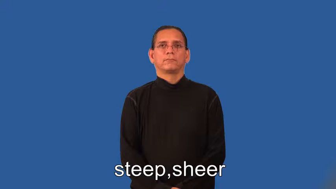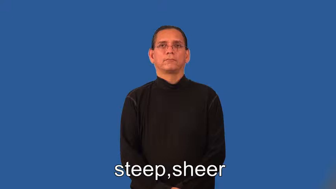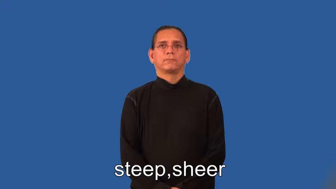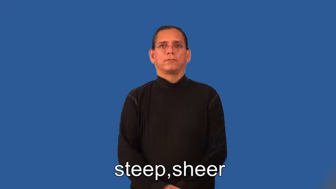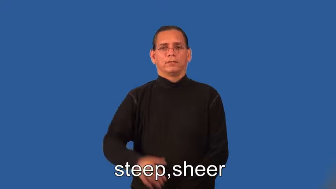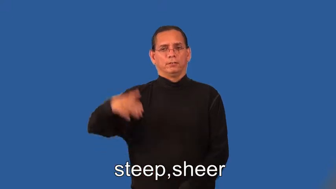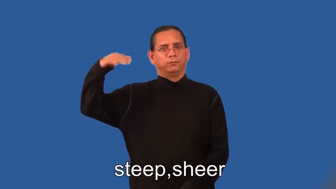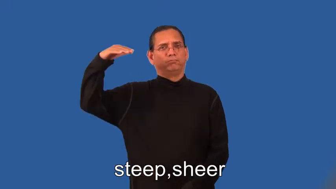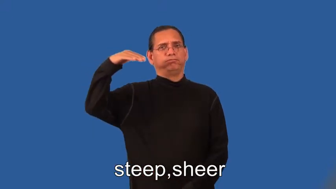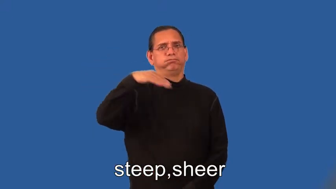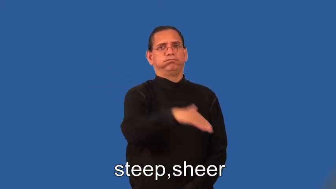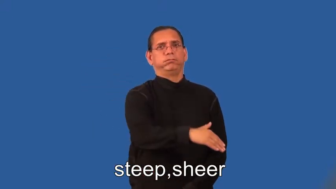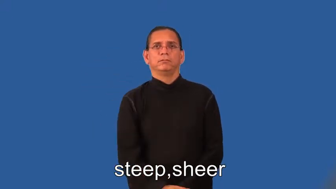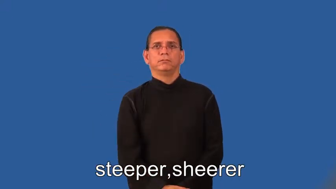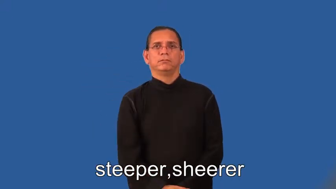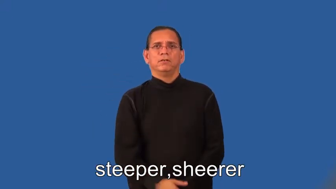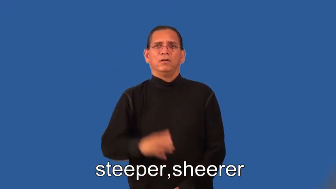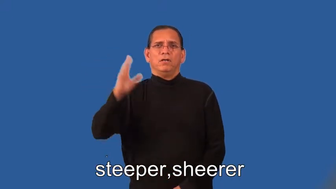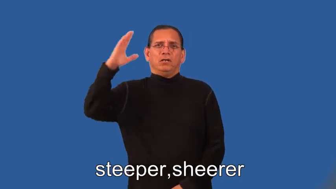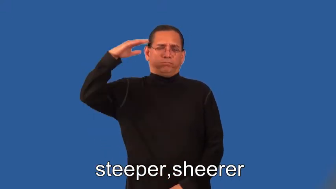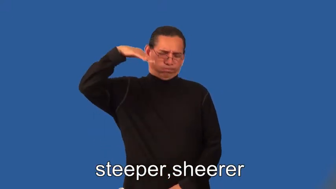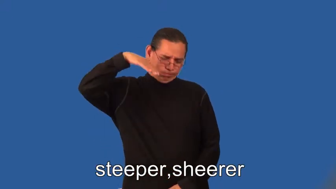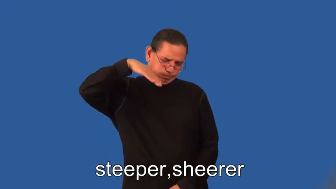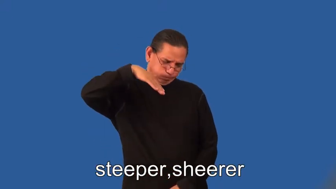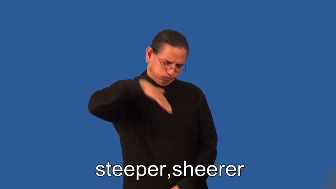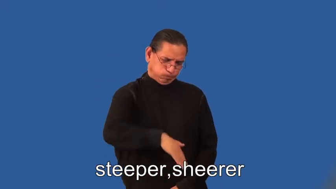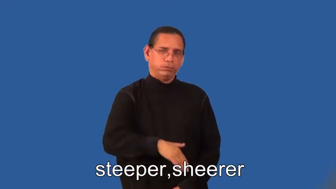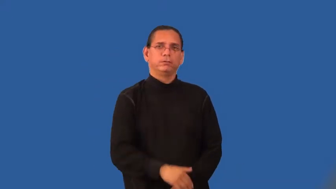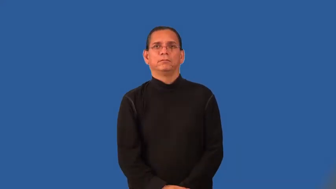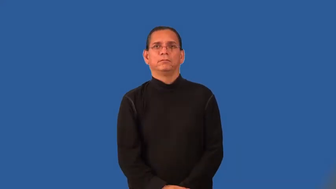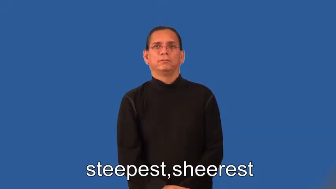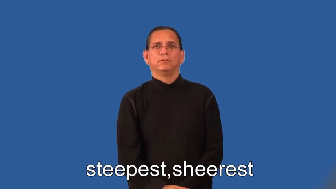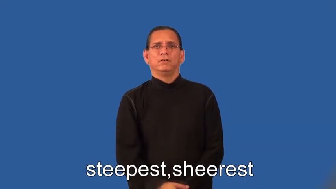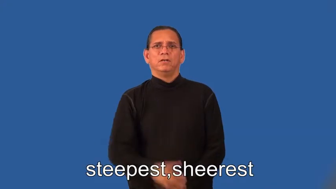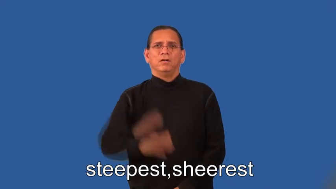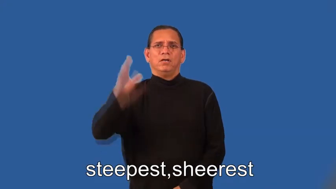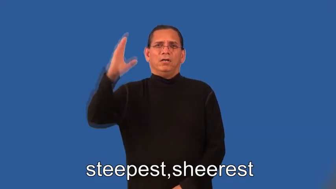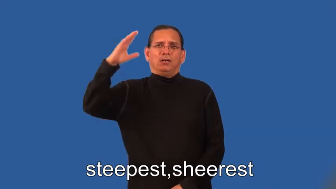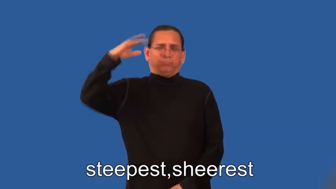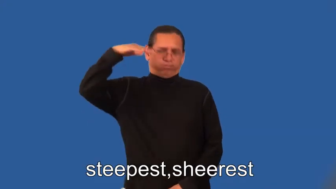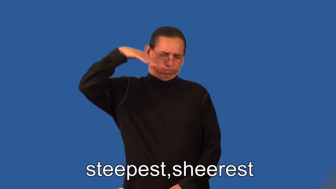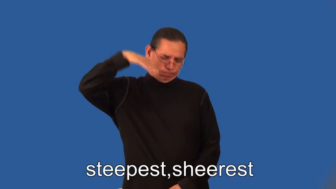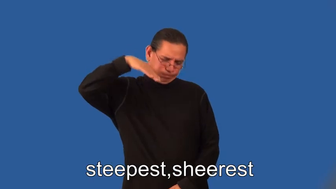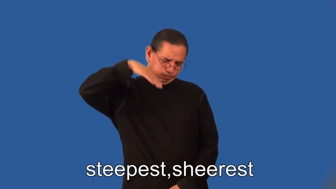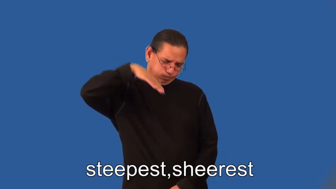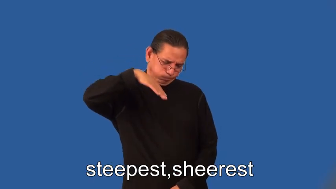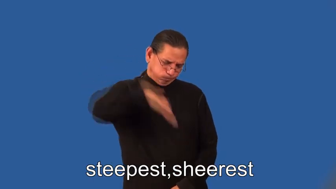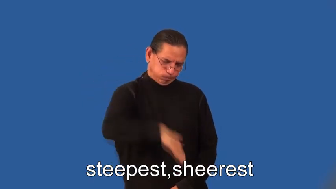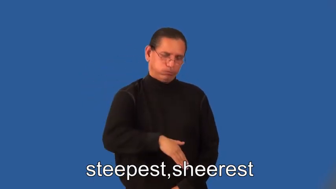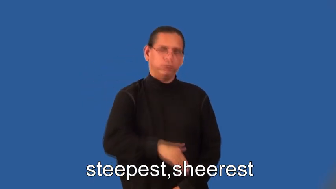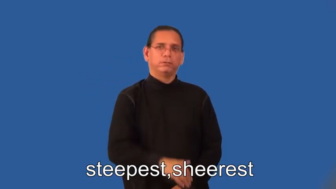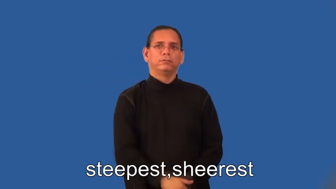steeper,sheerer,steepest,sheerest